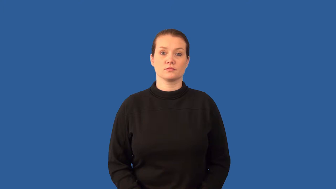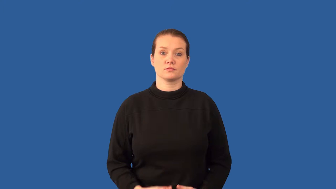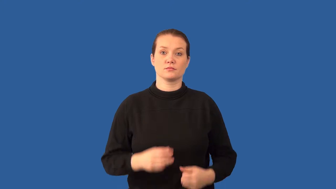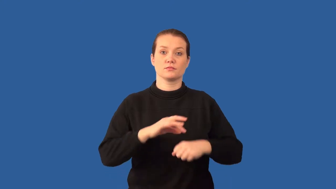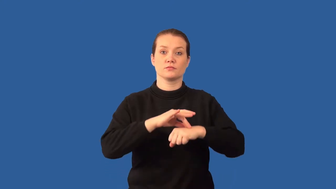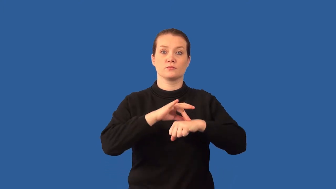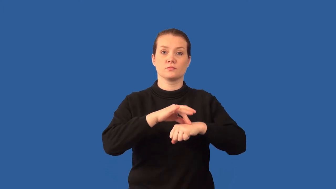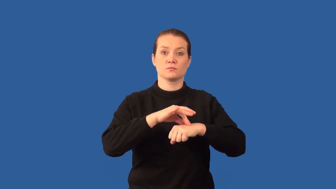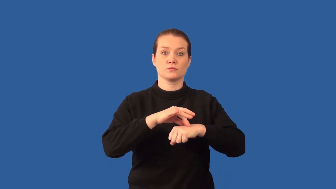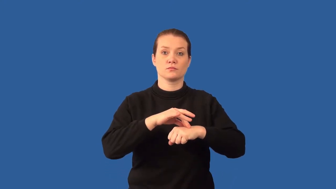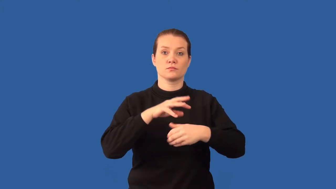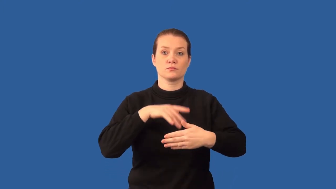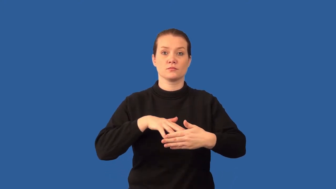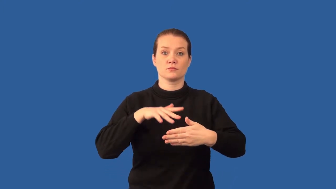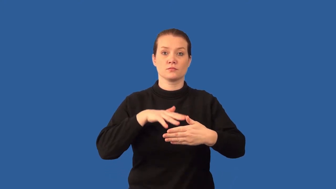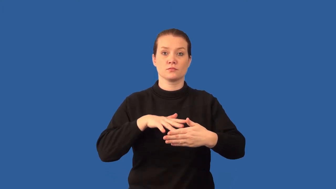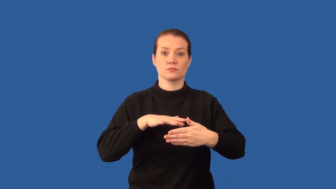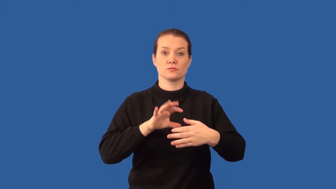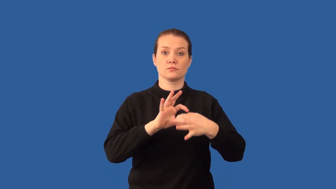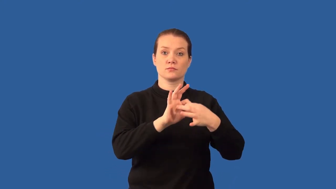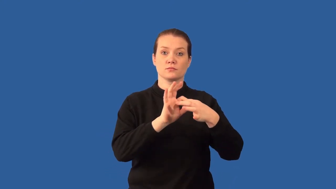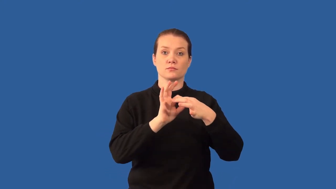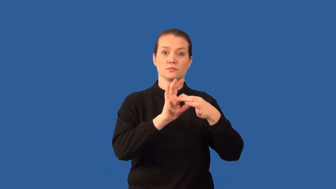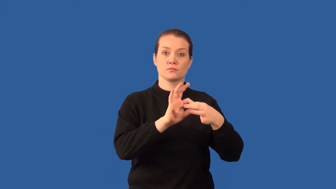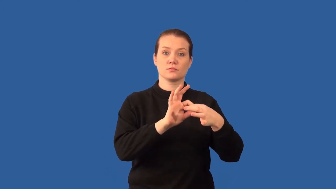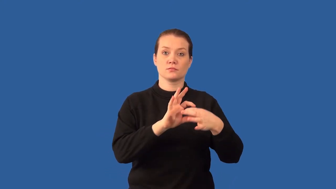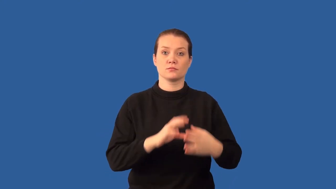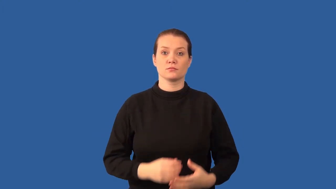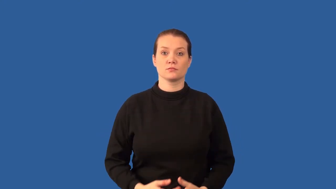geologic